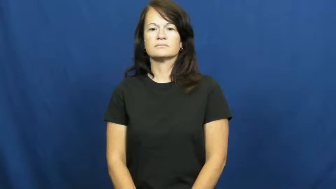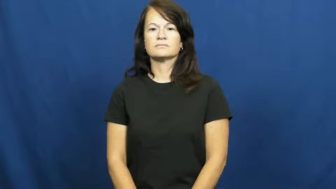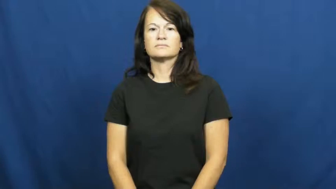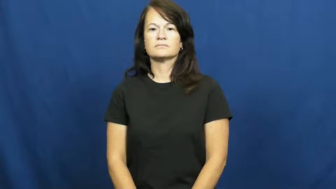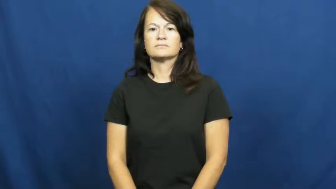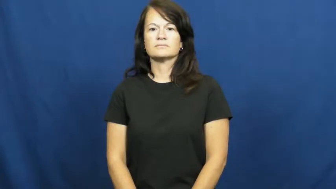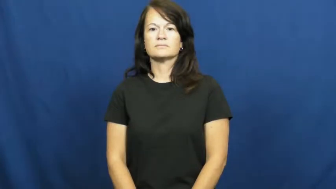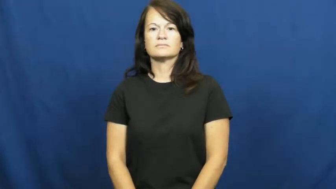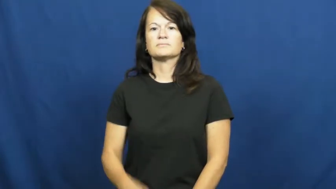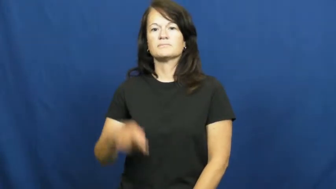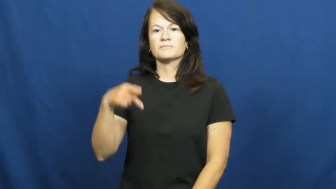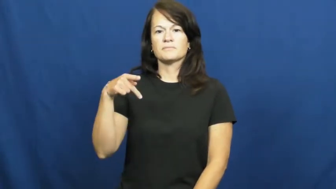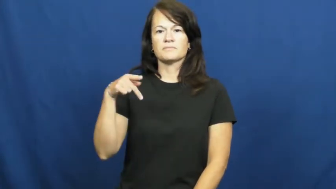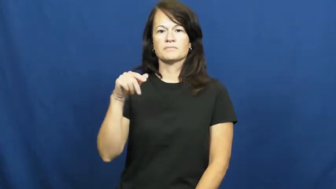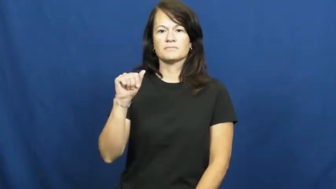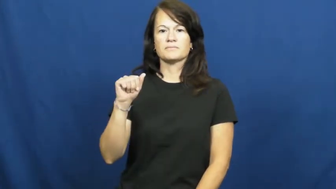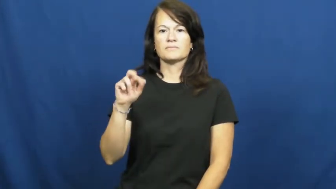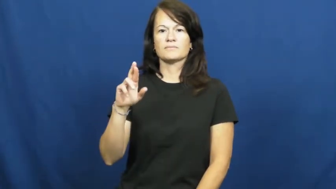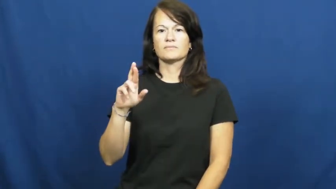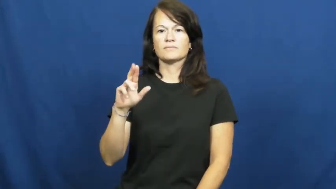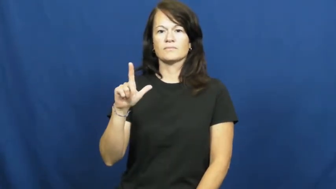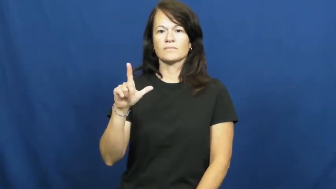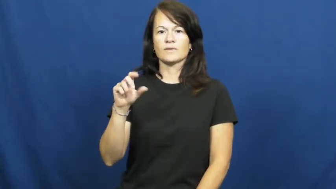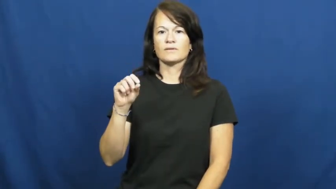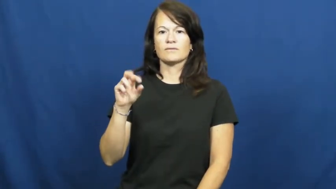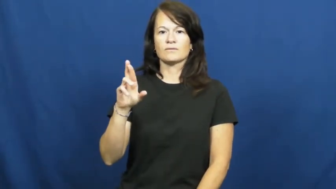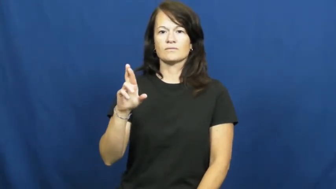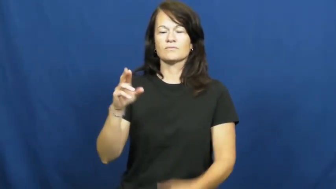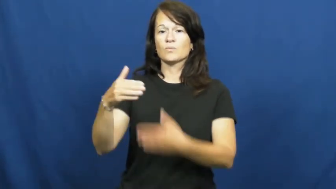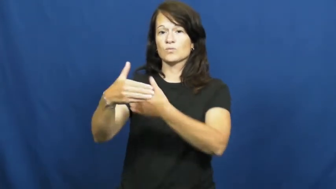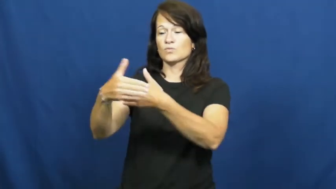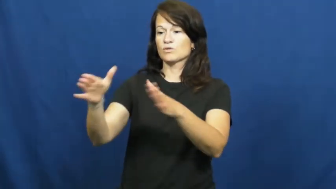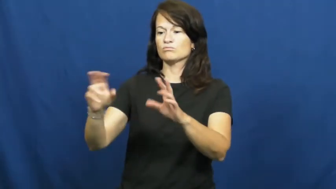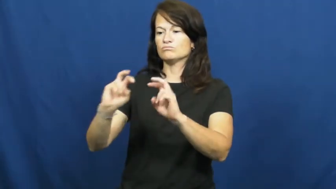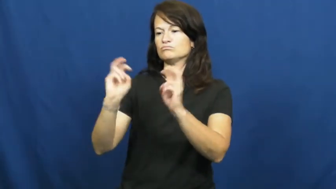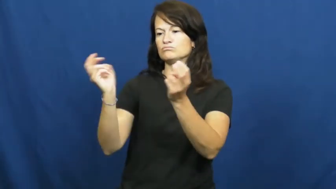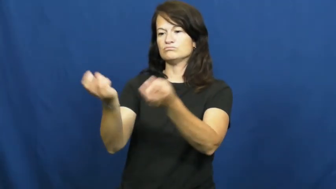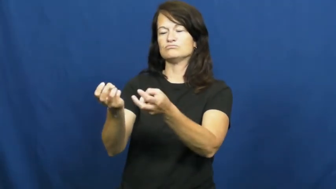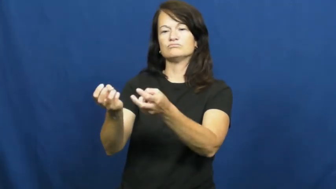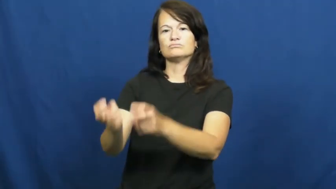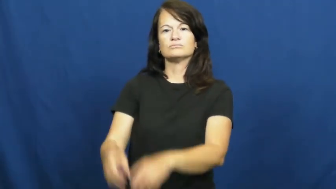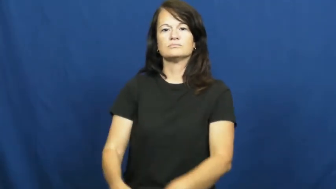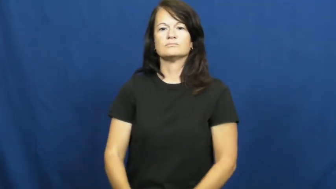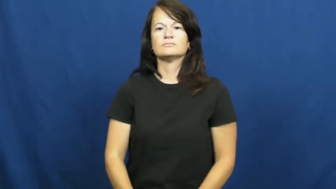parlor